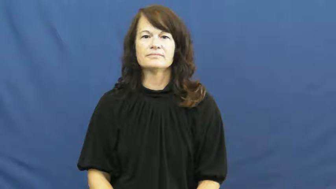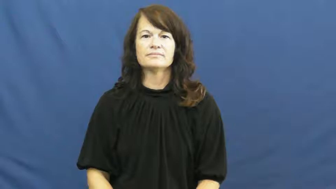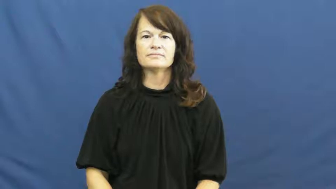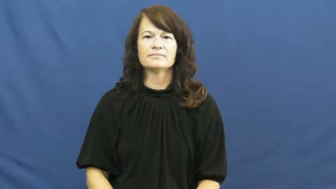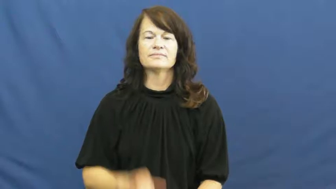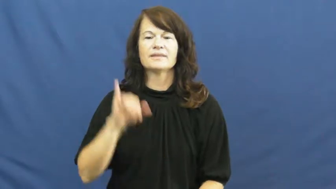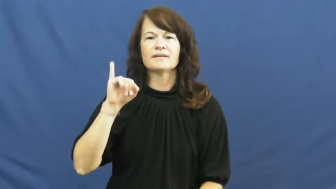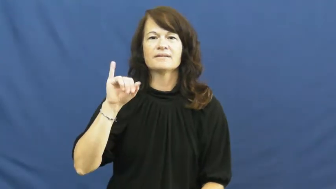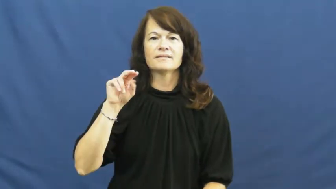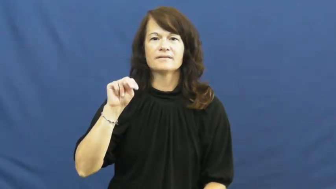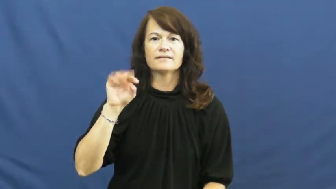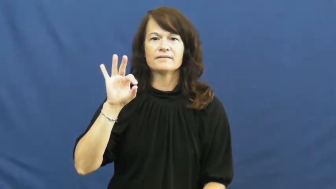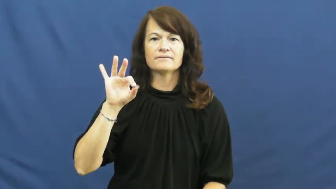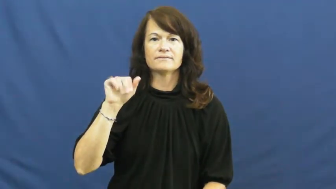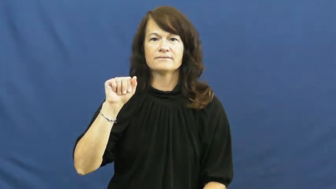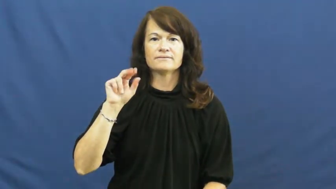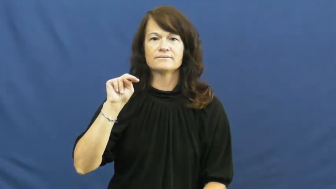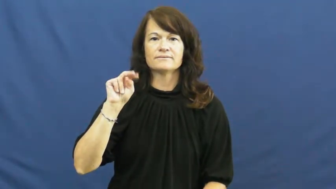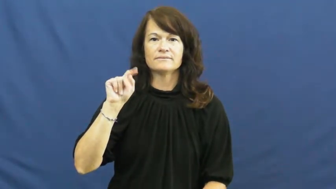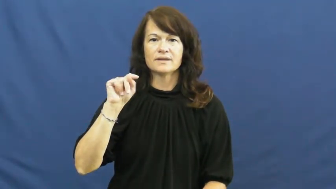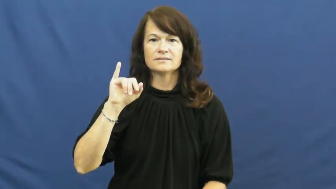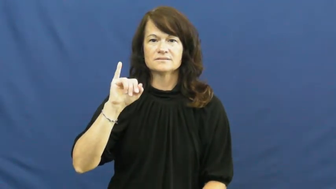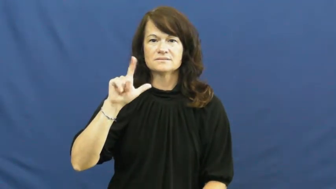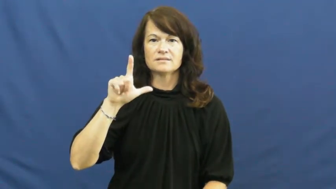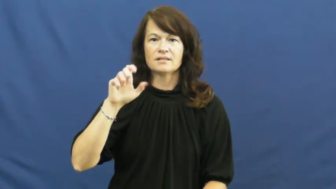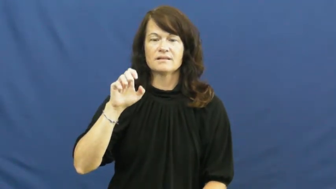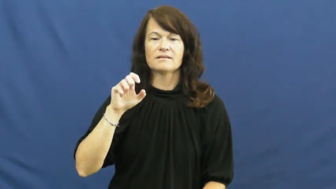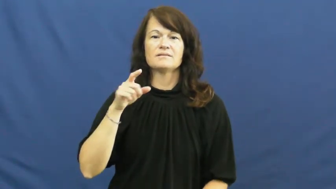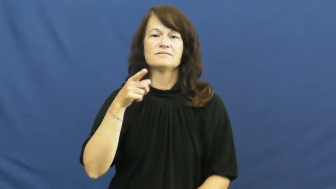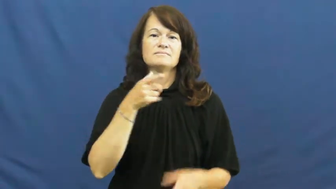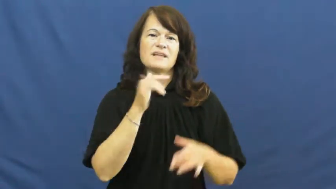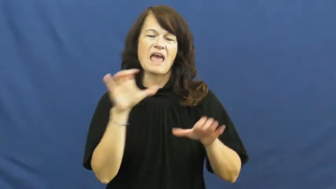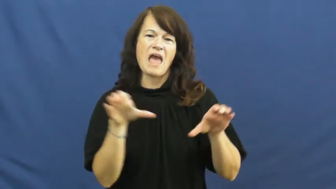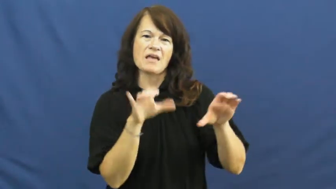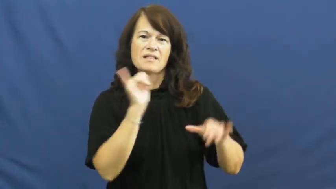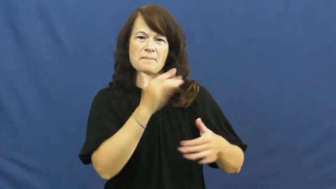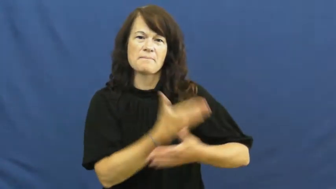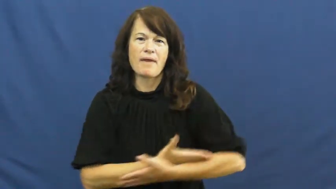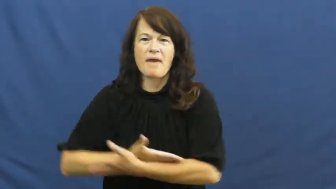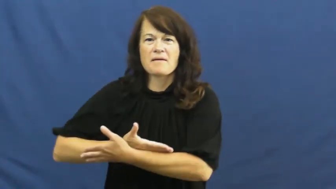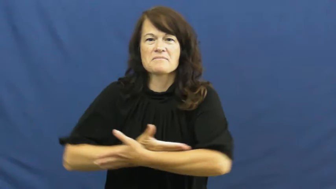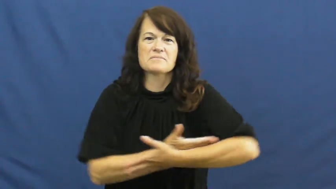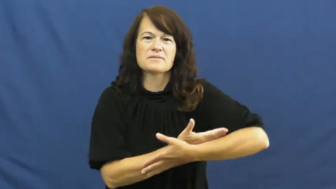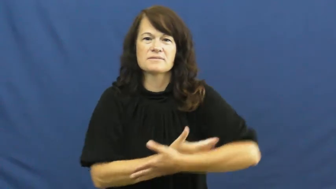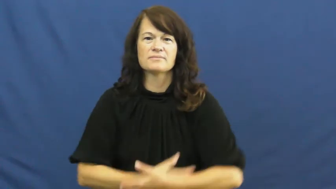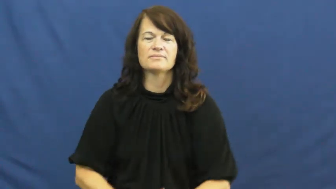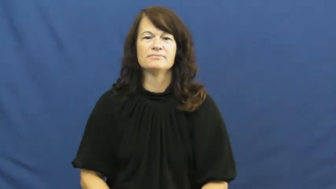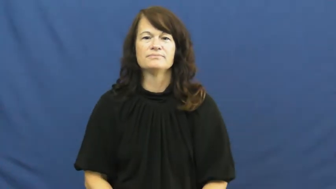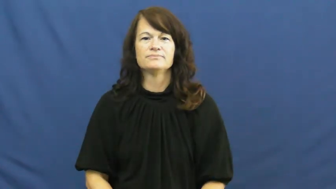infantile